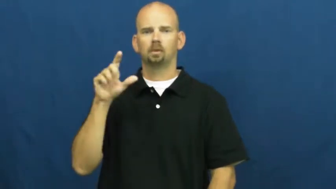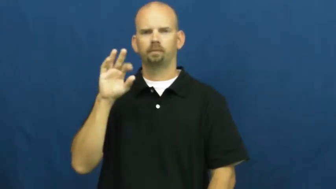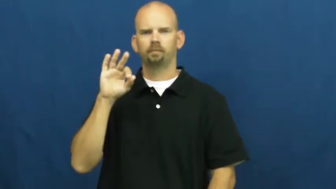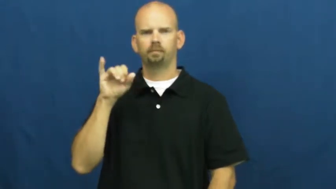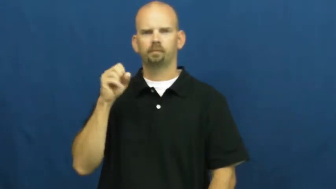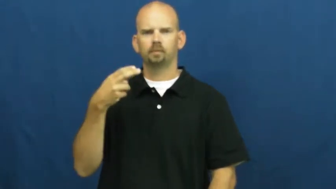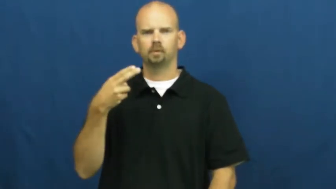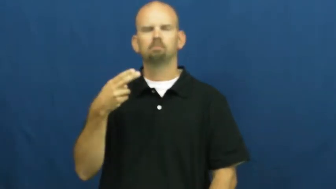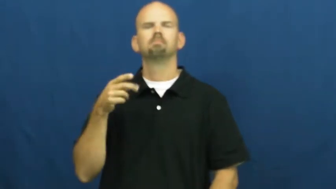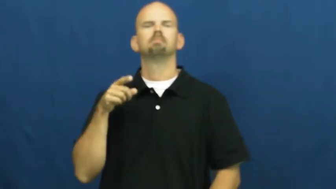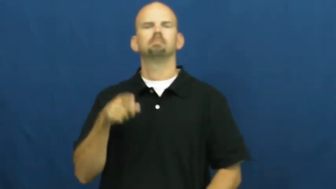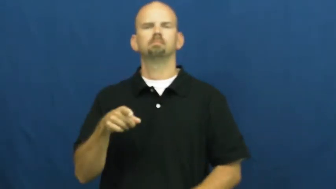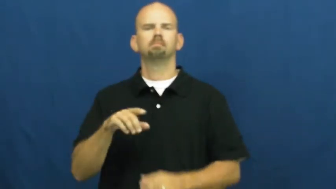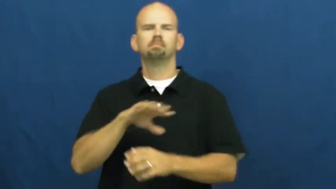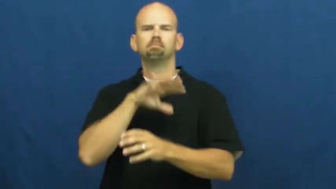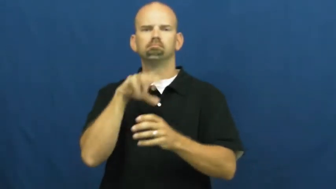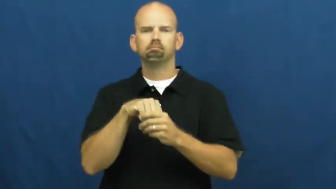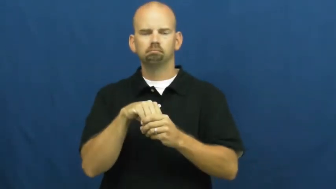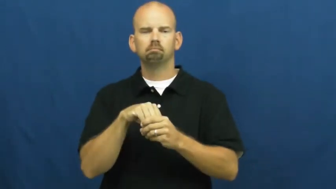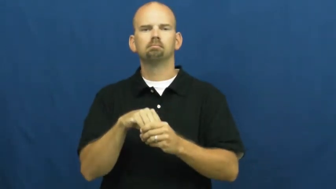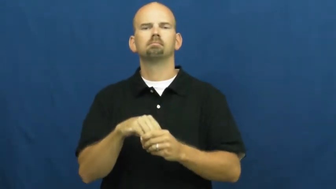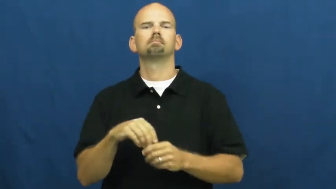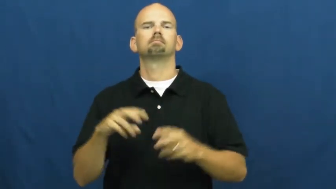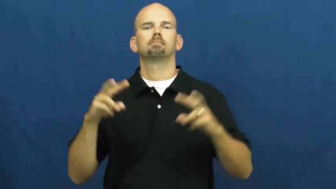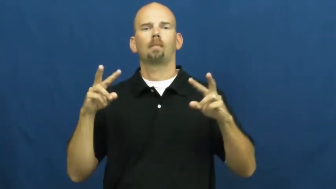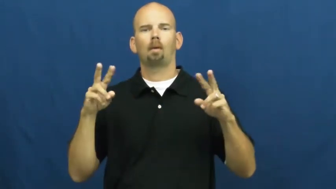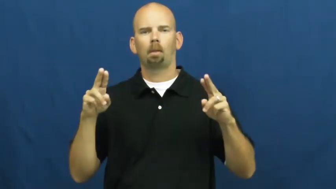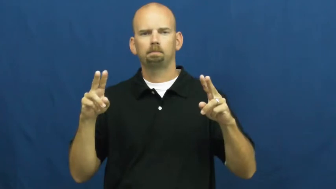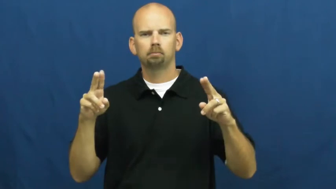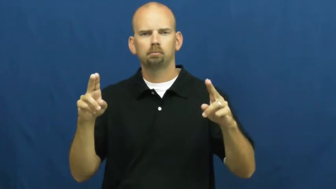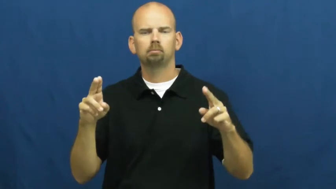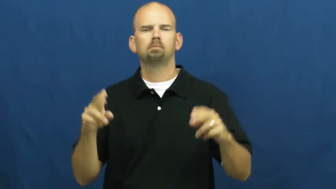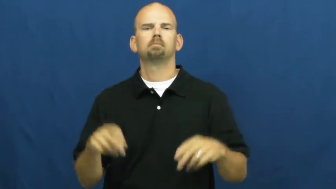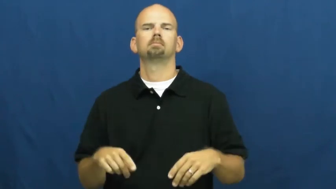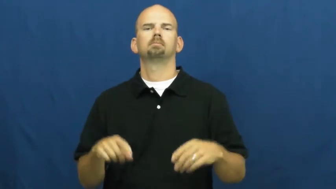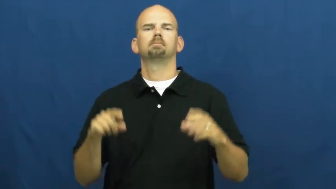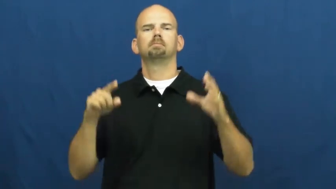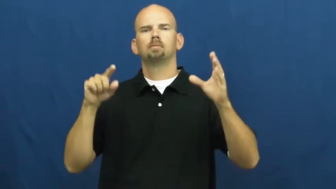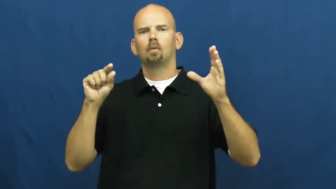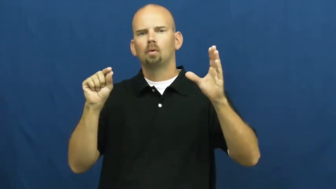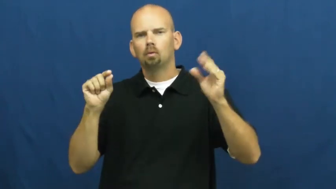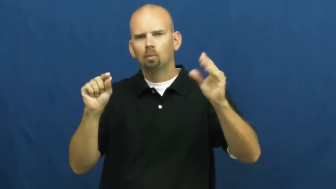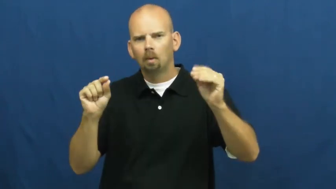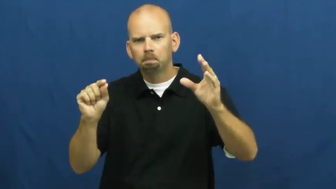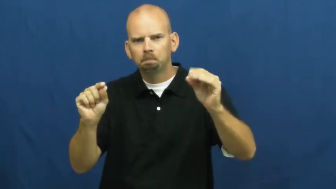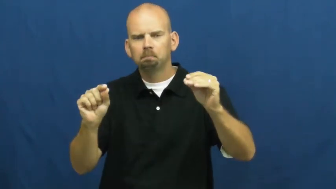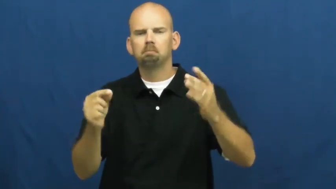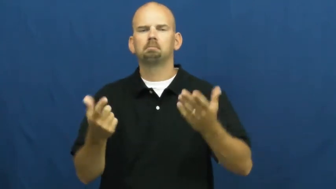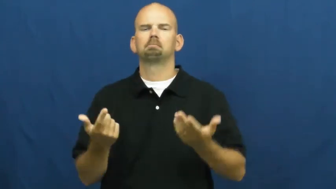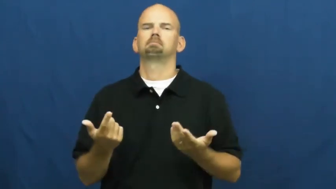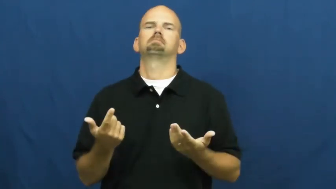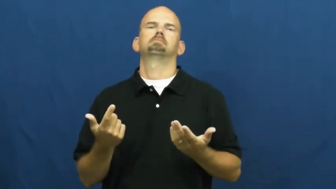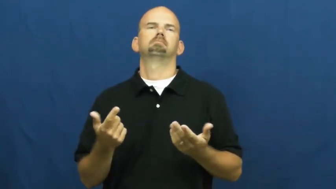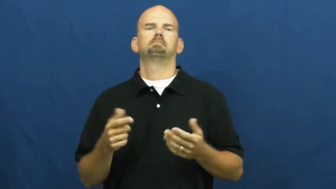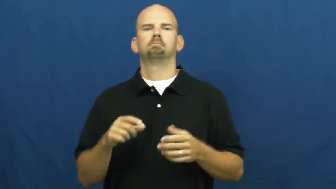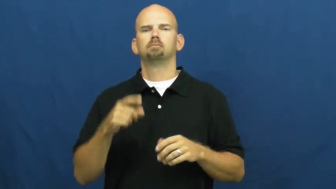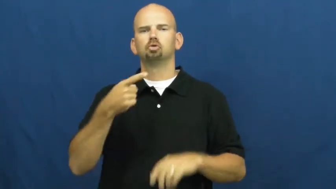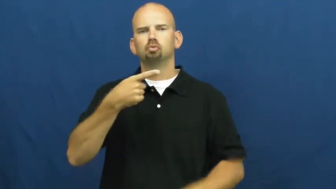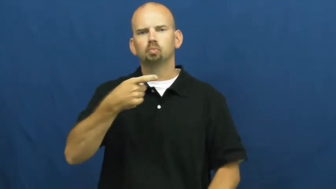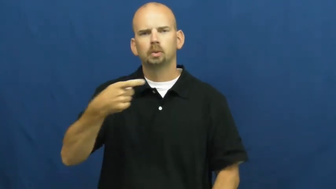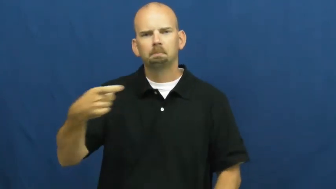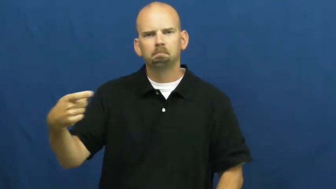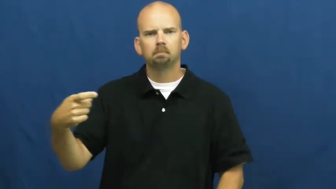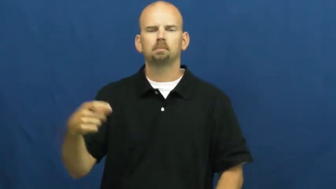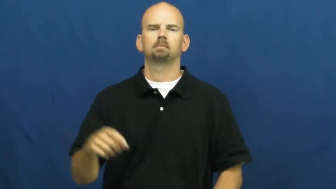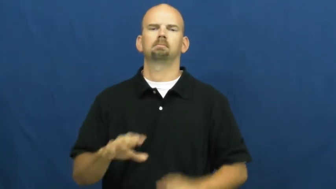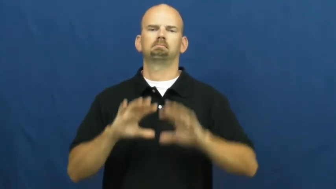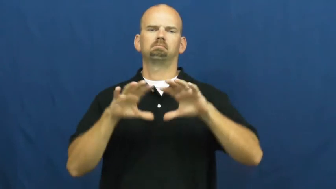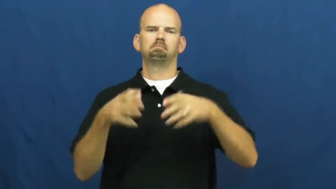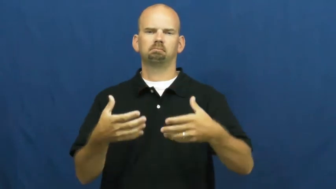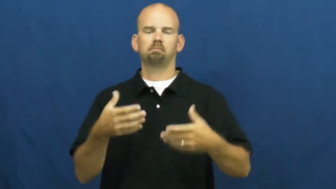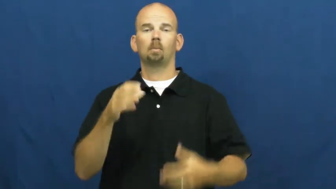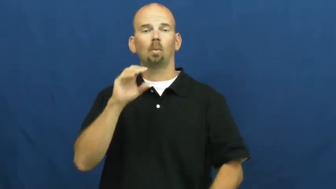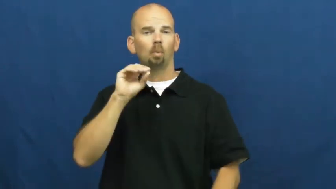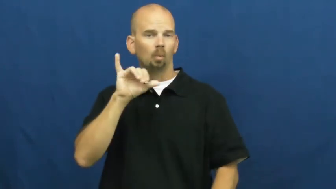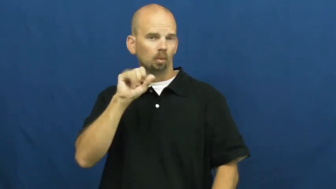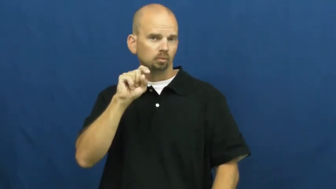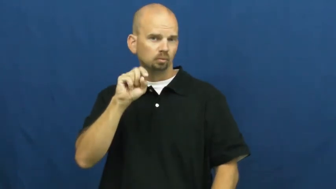shellfish